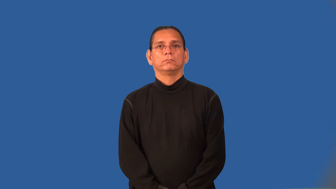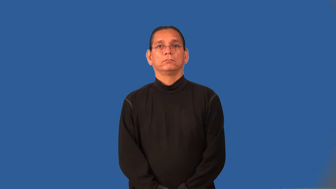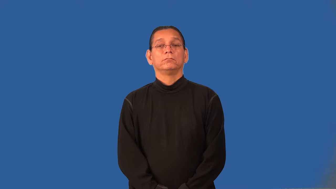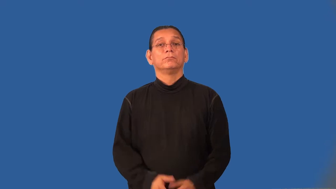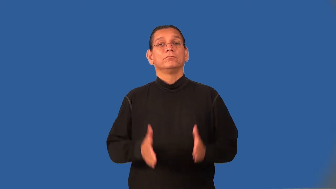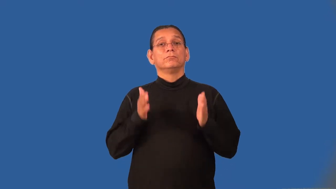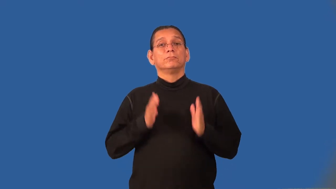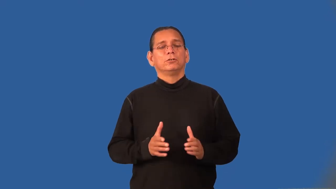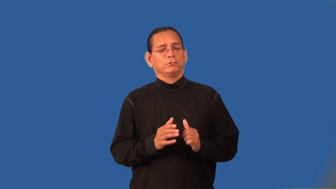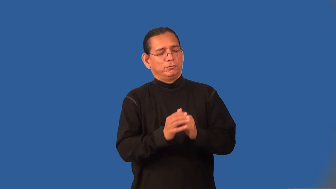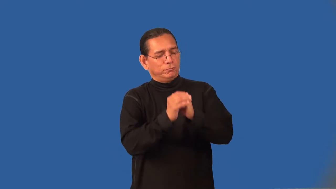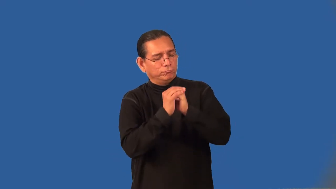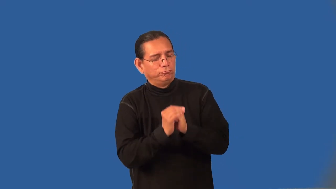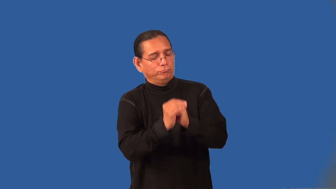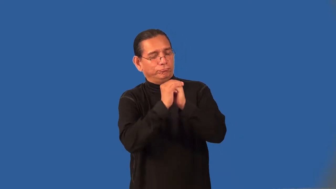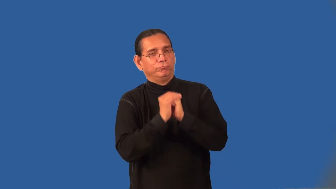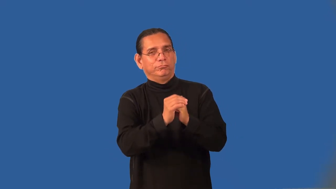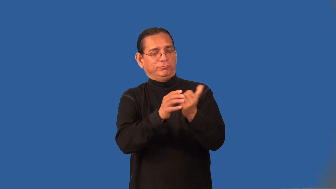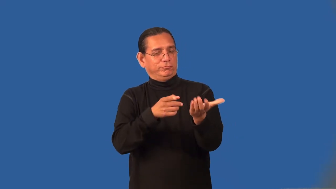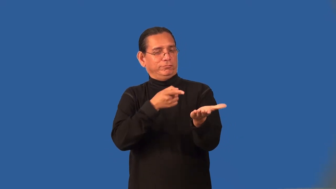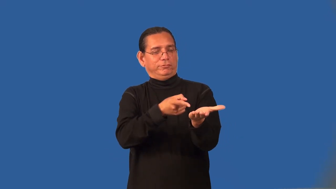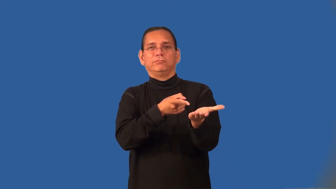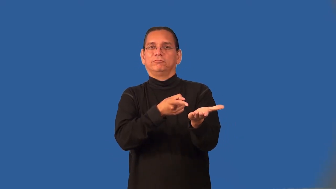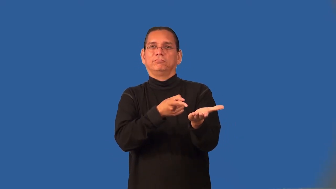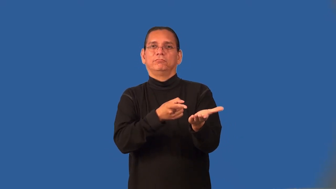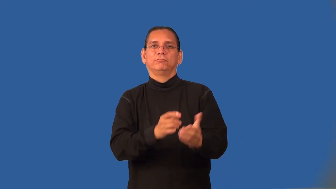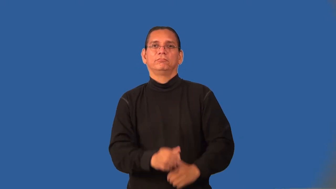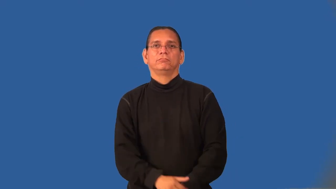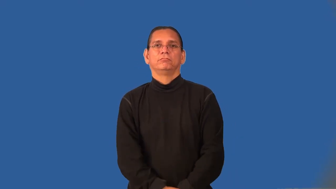idolater